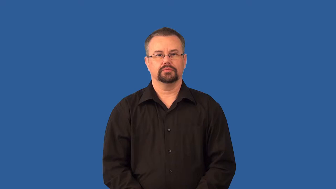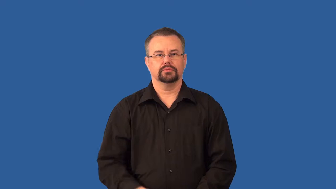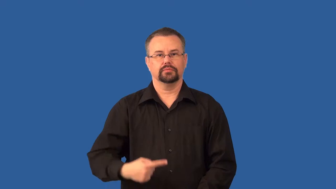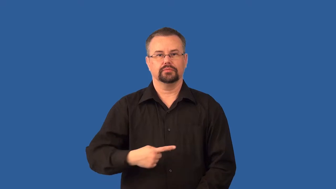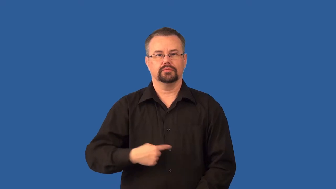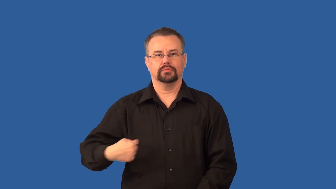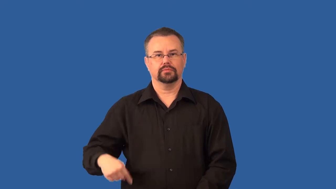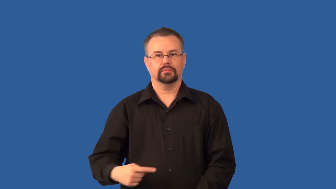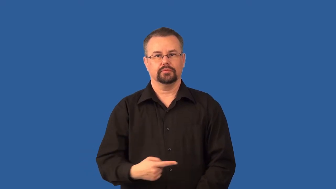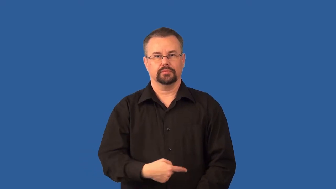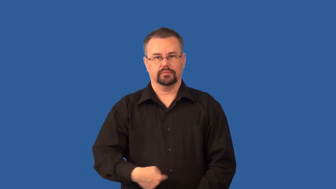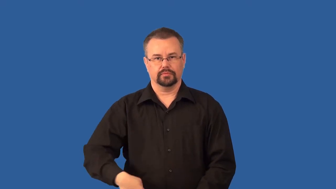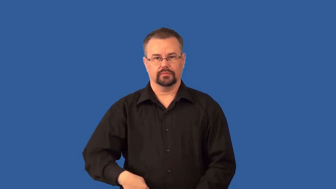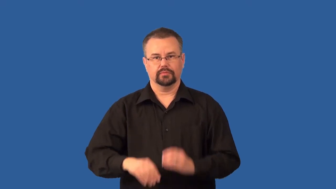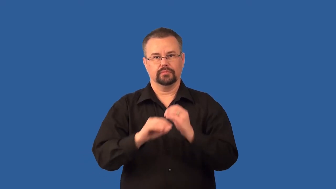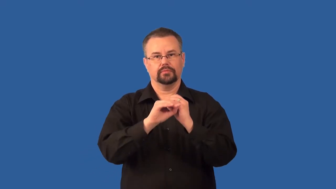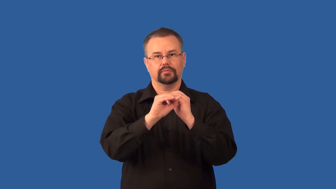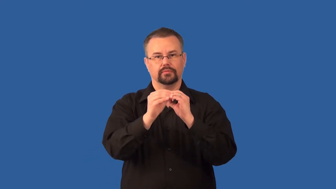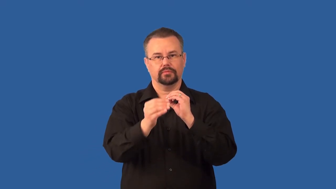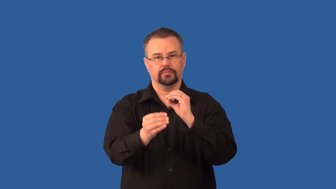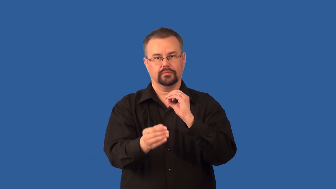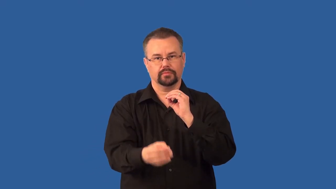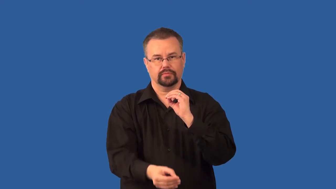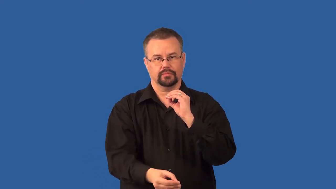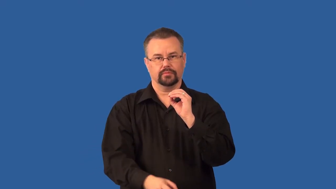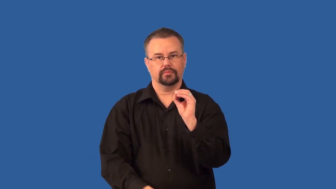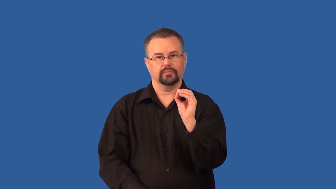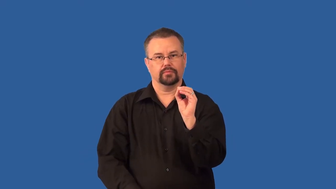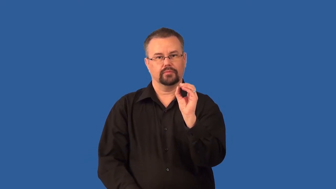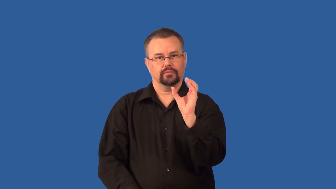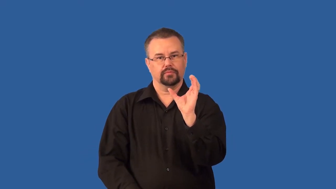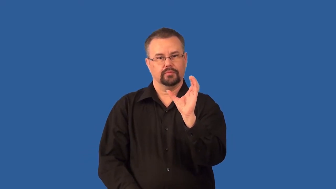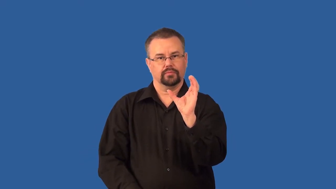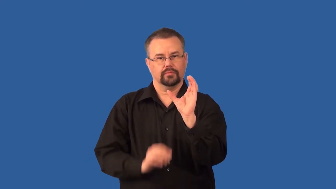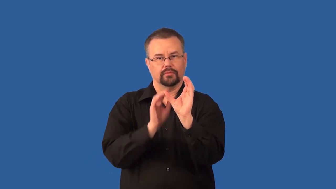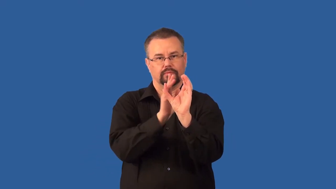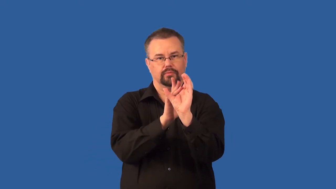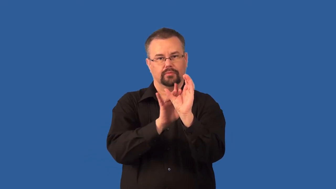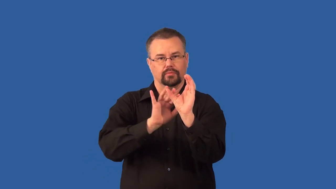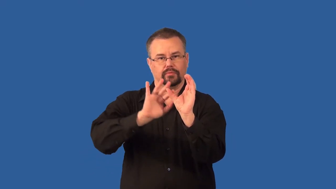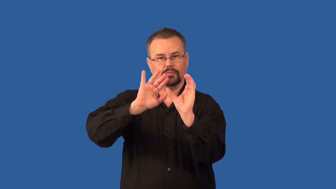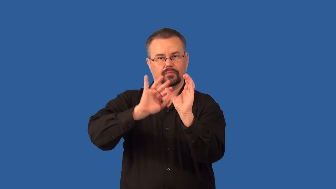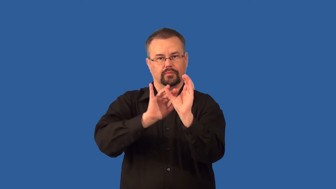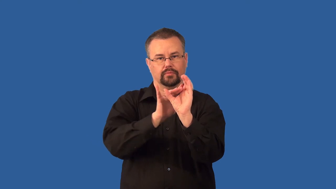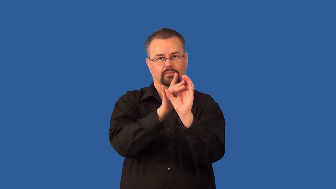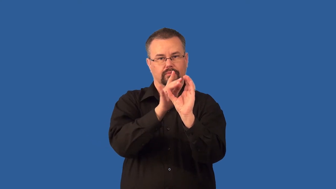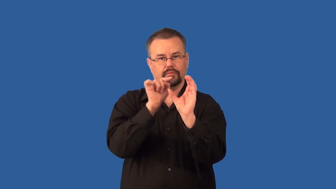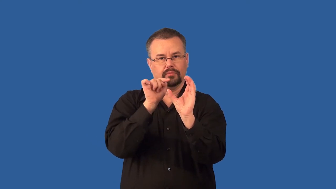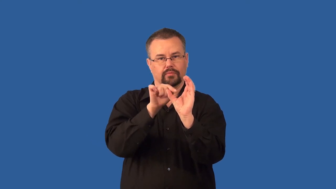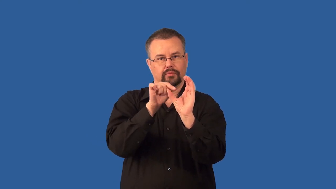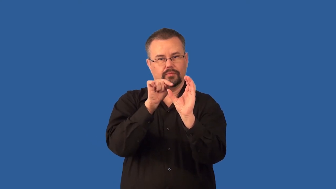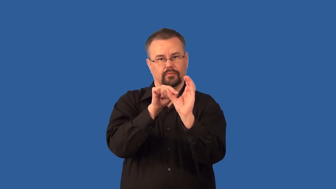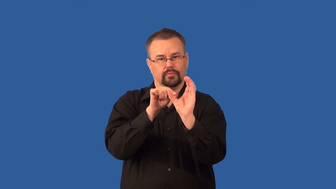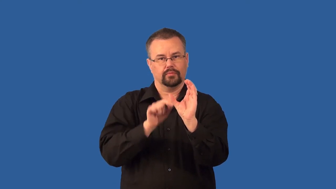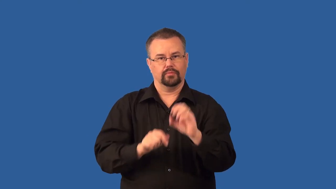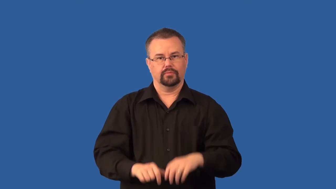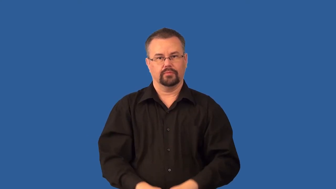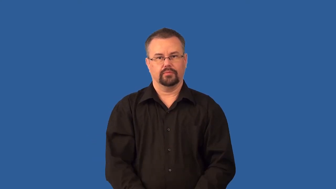villi